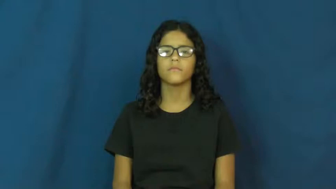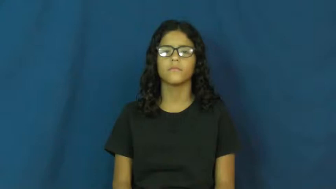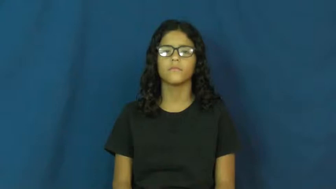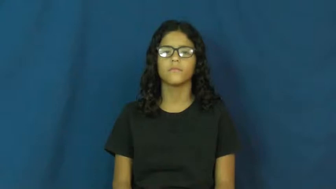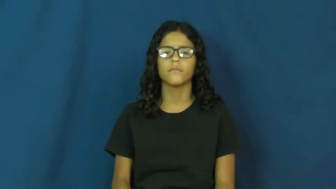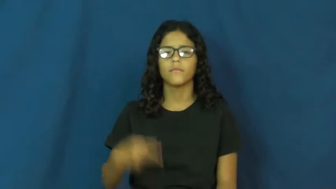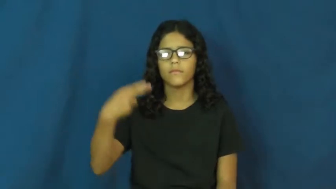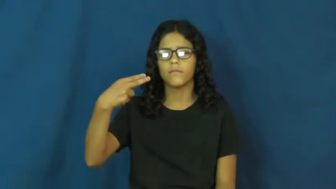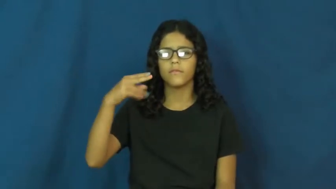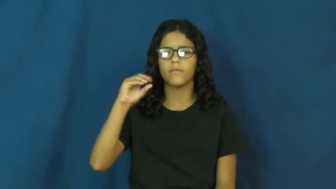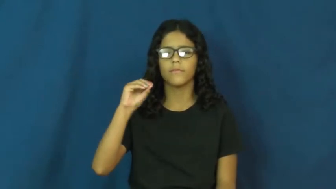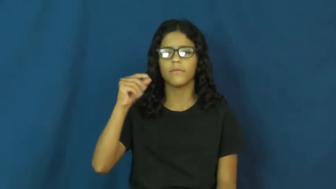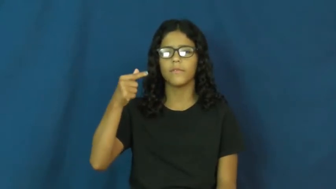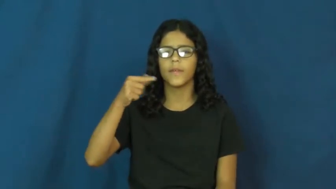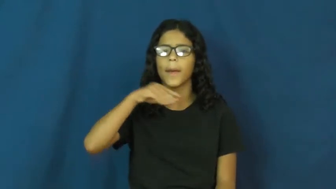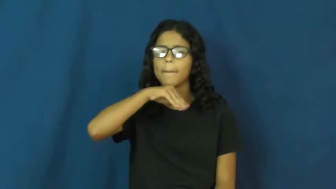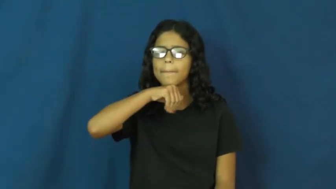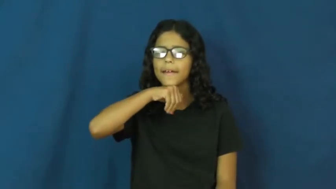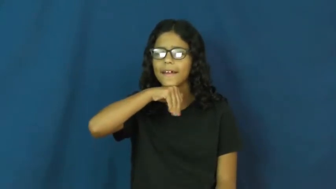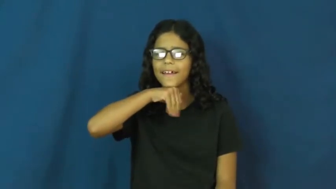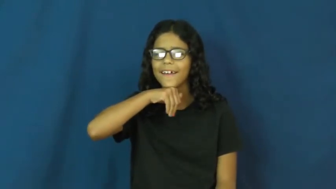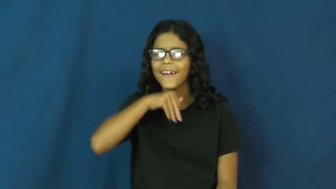hog-pig